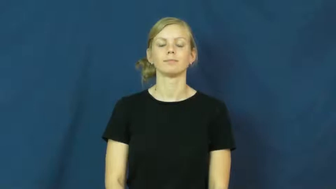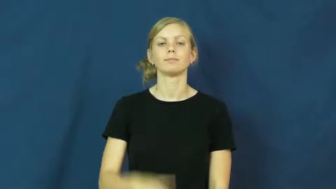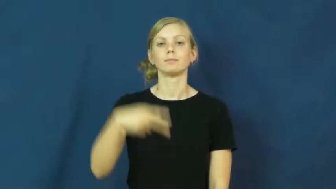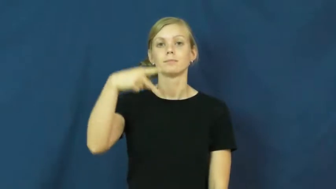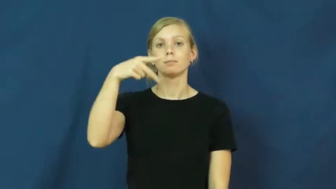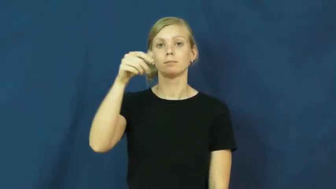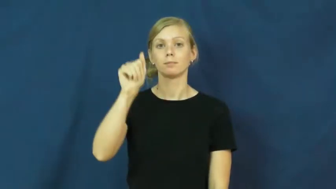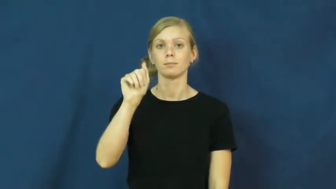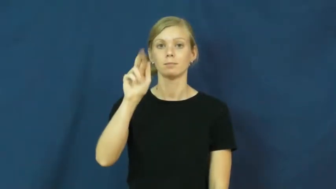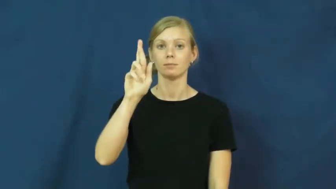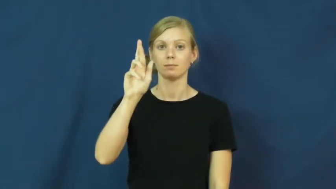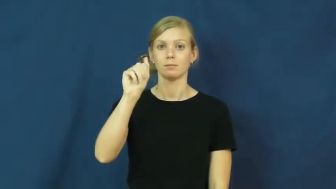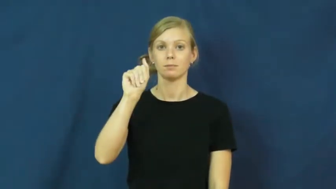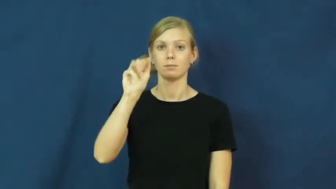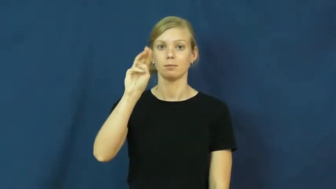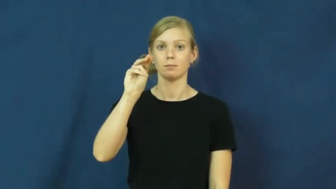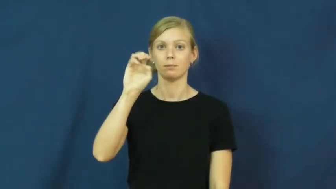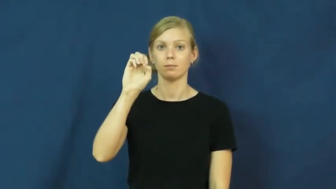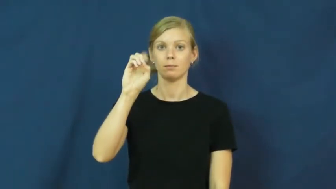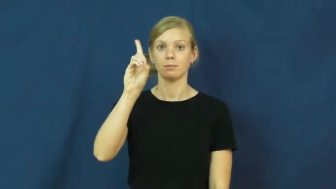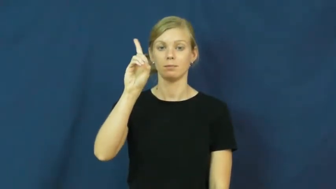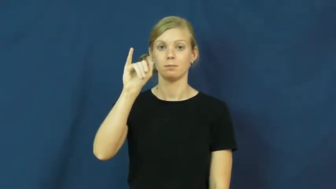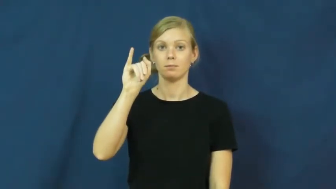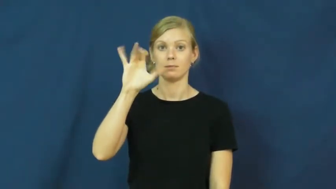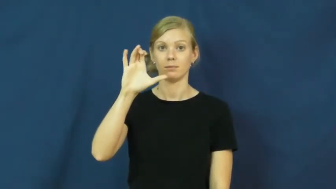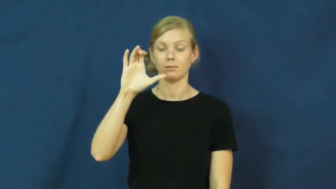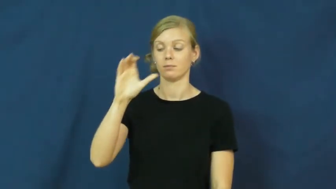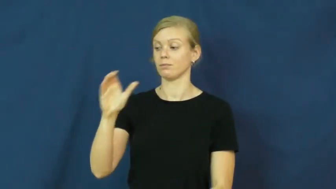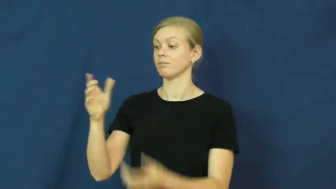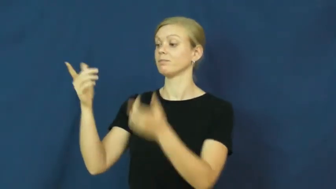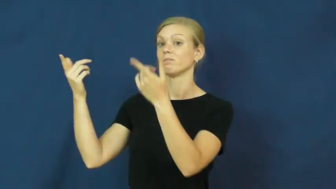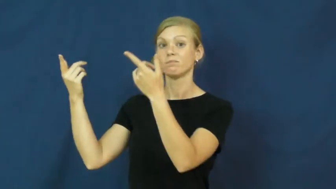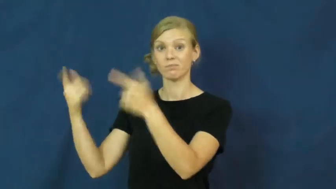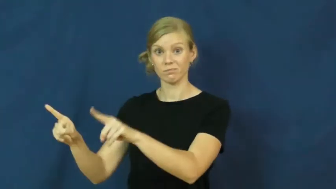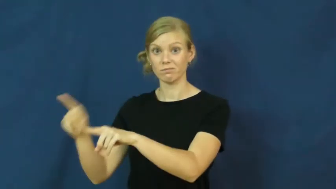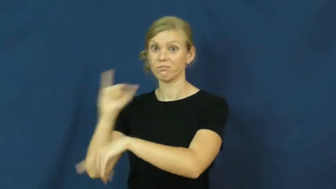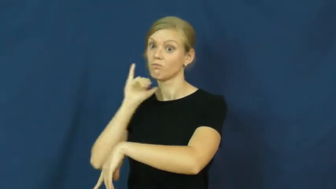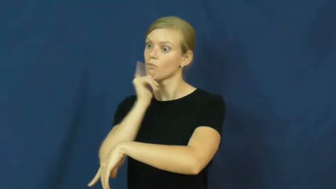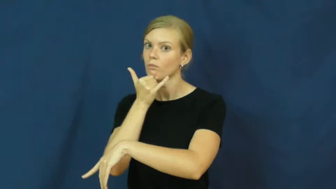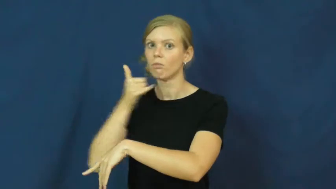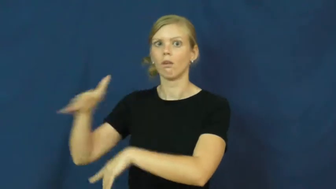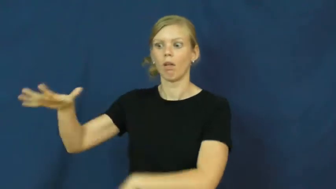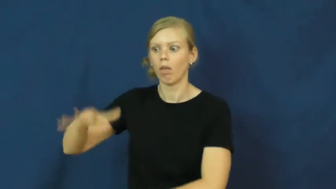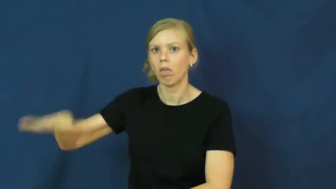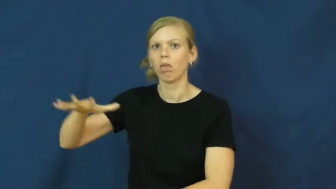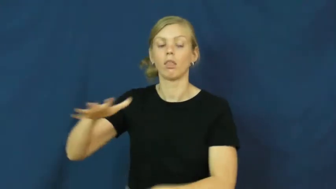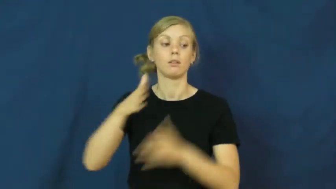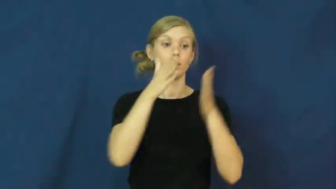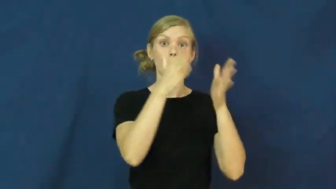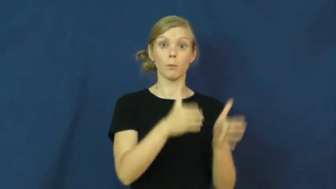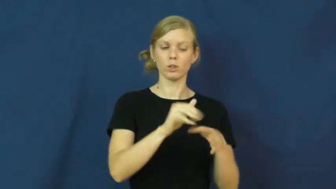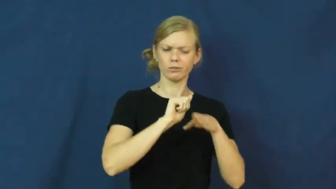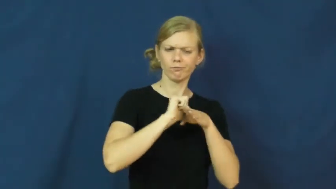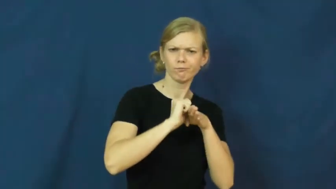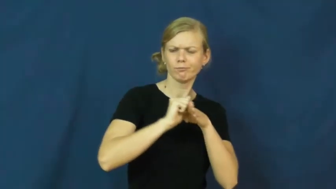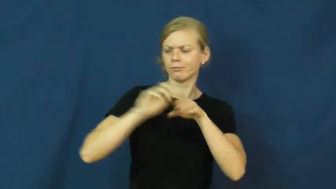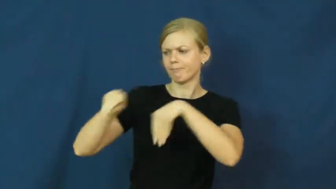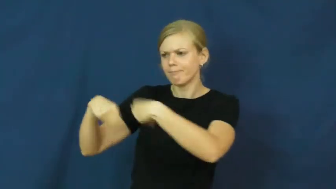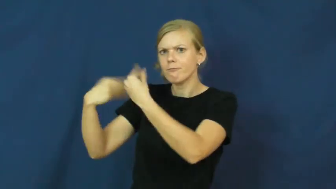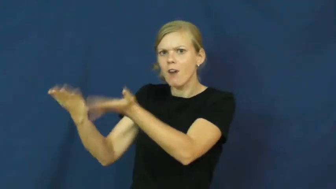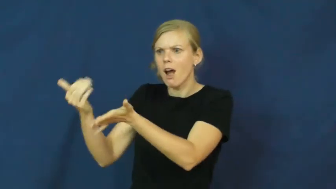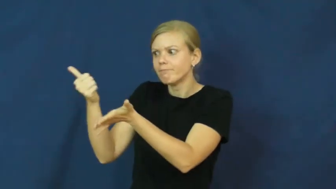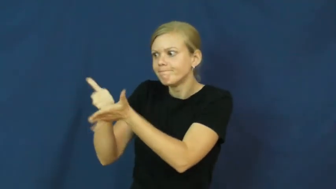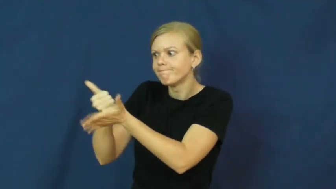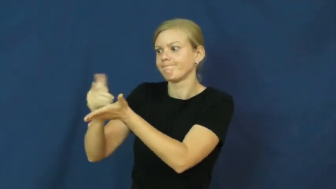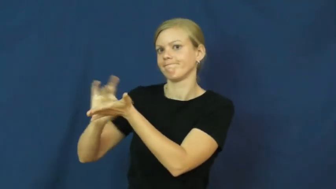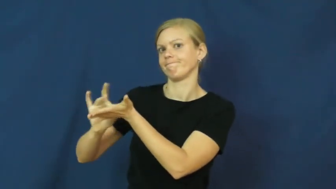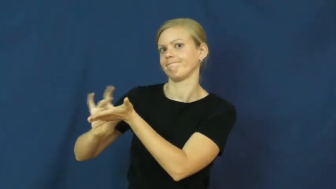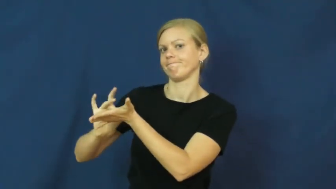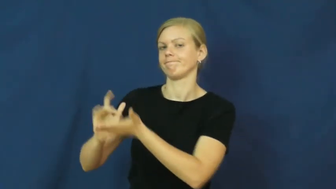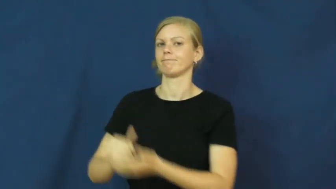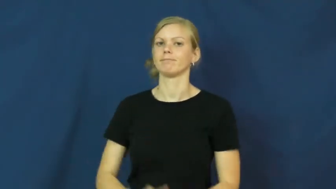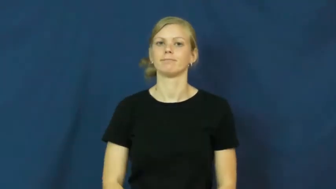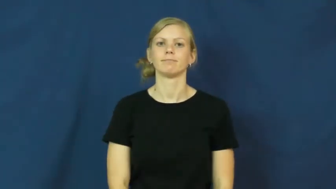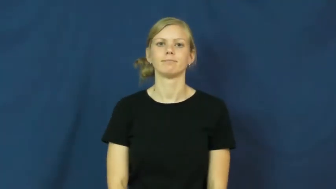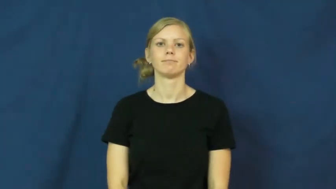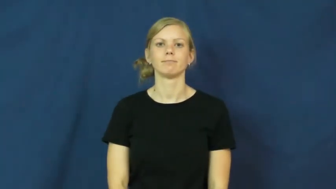paramedic